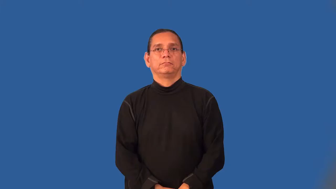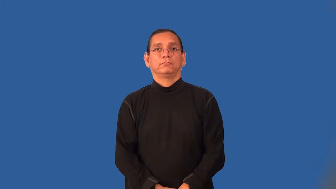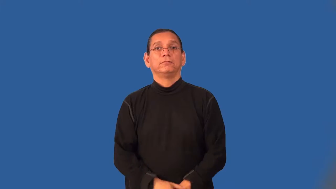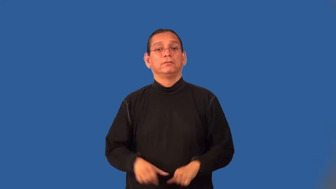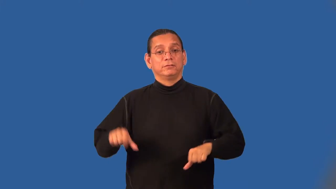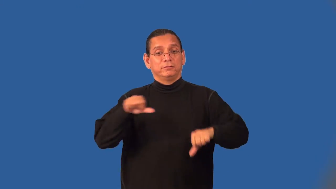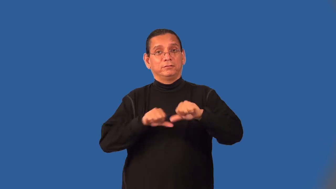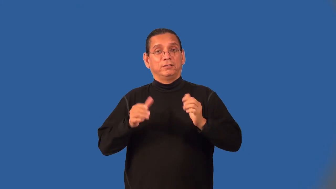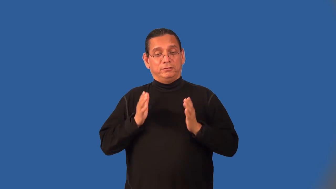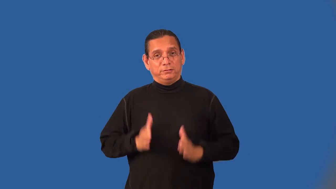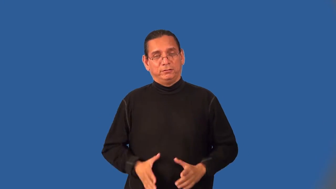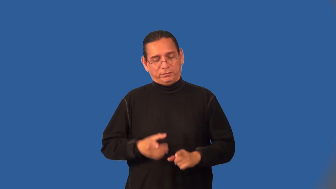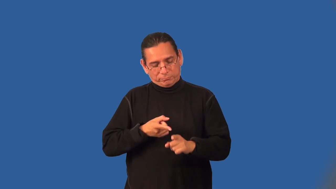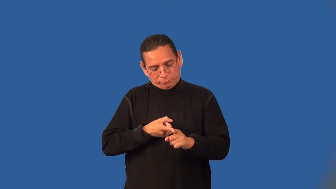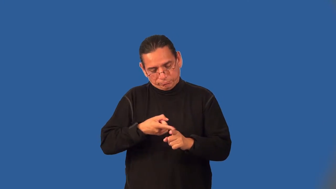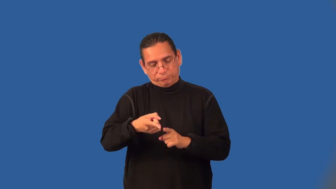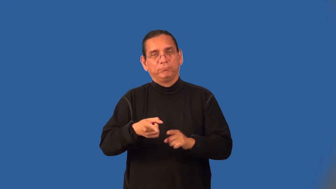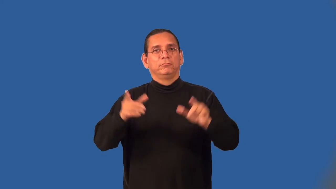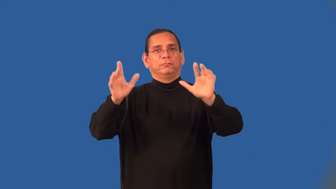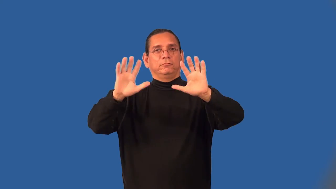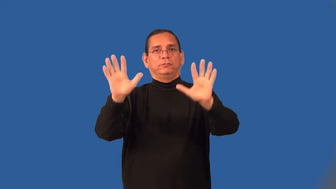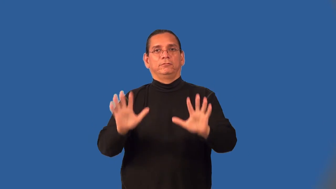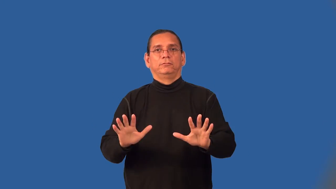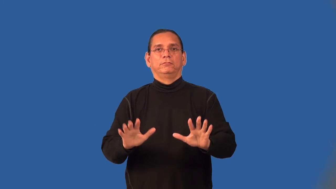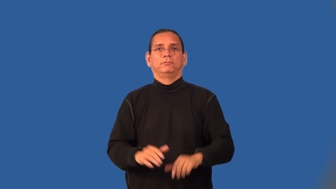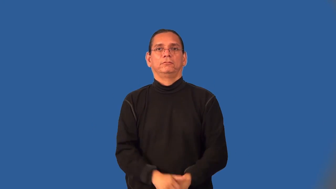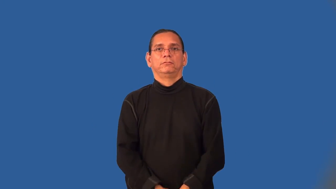climatologist